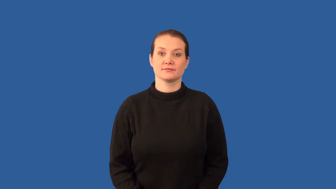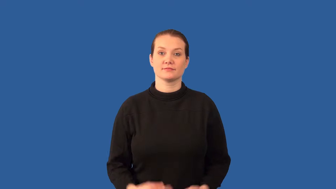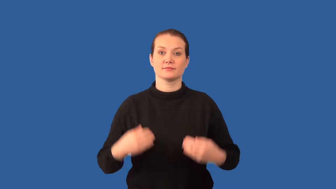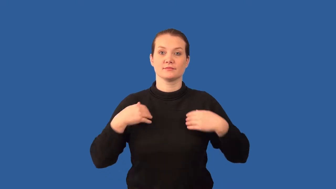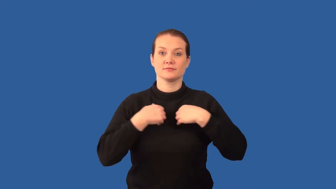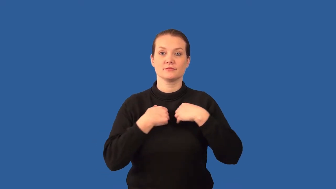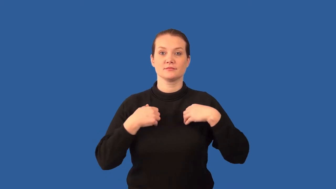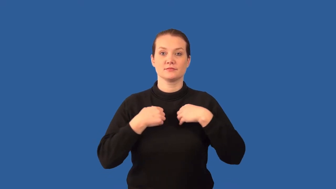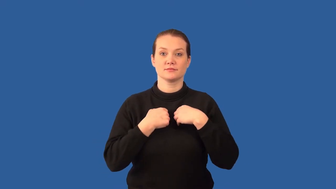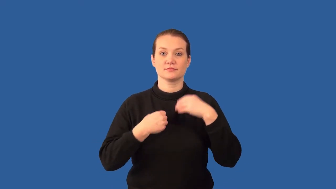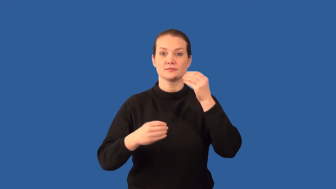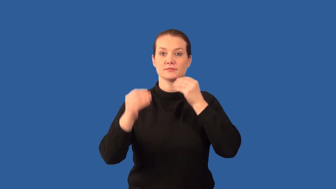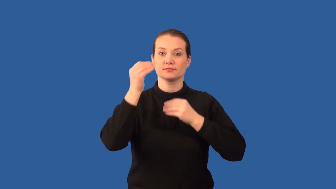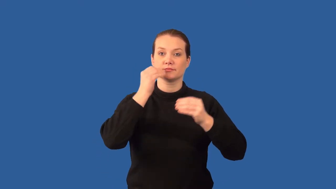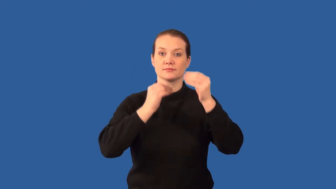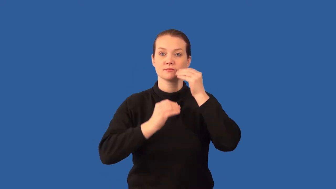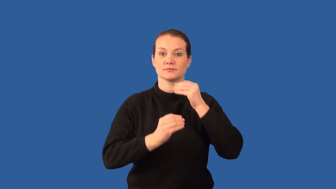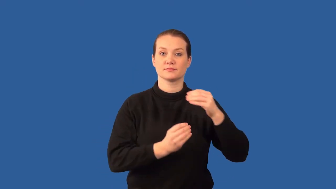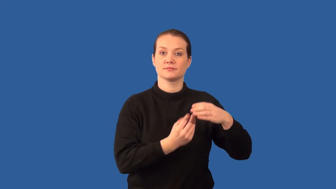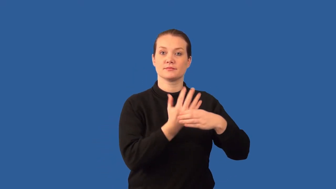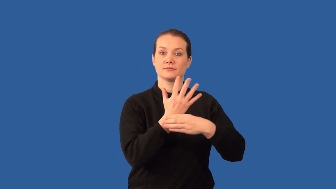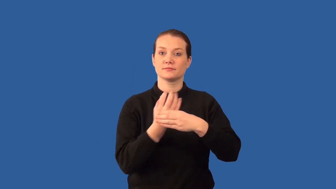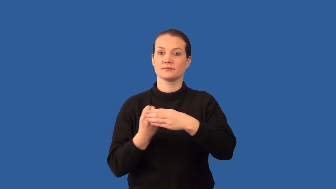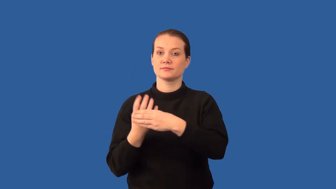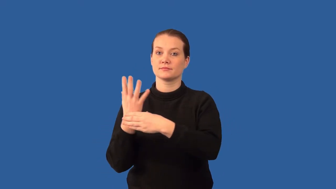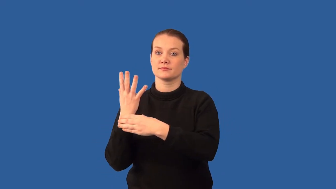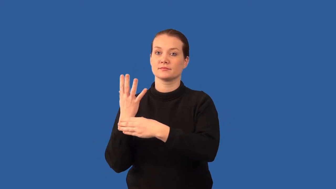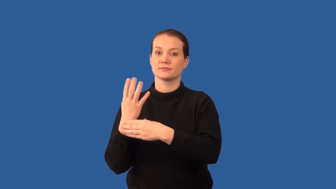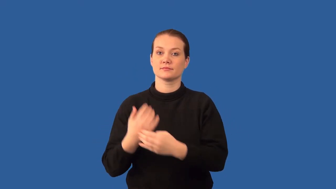herbivore